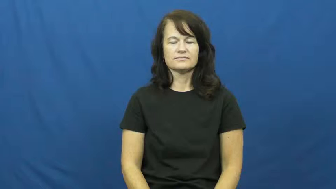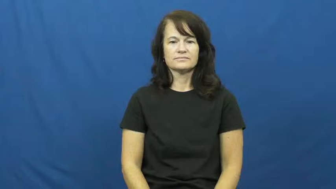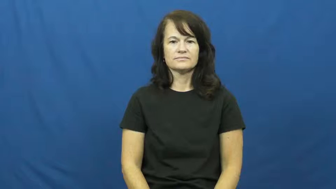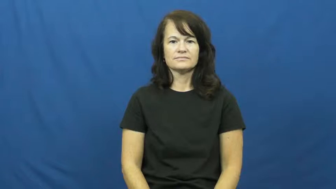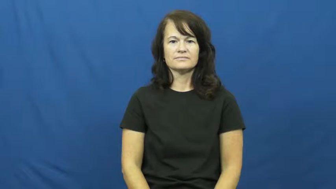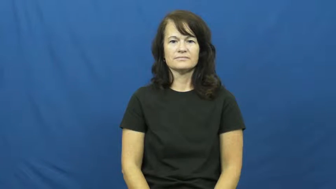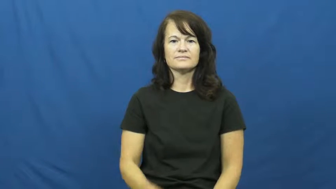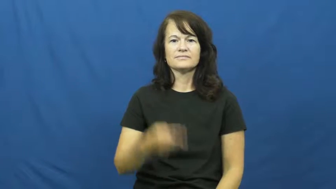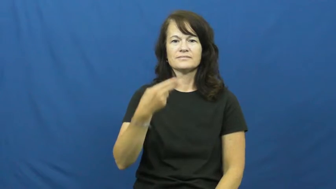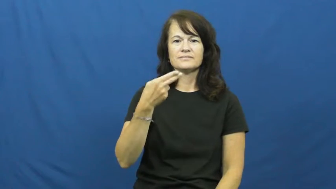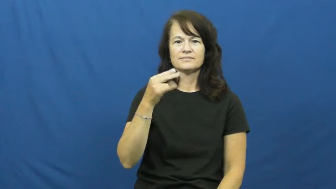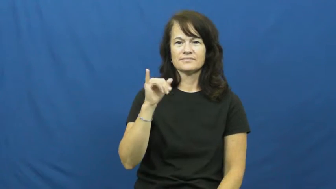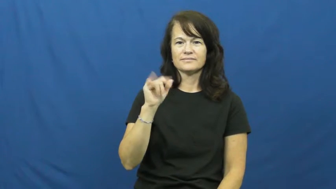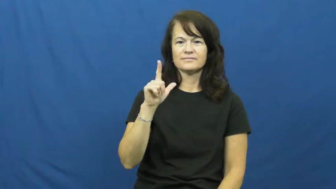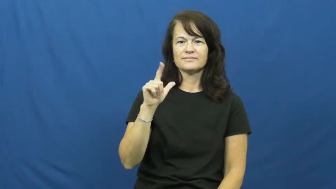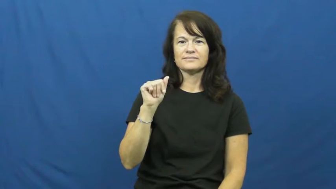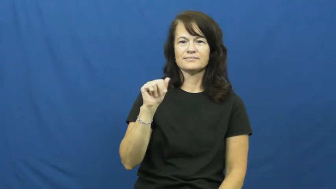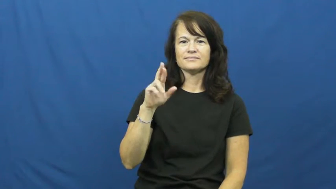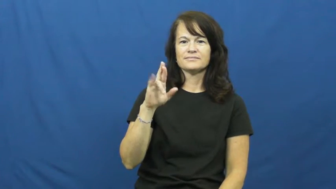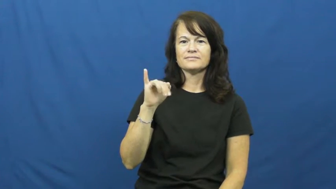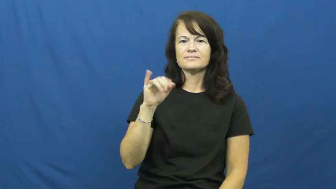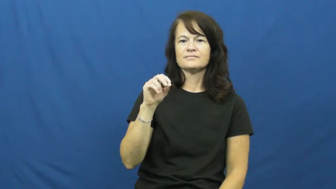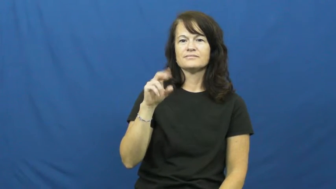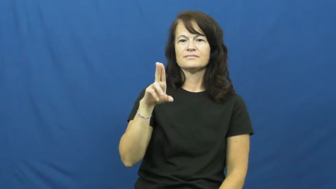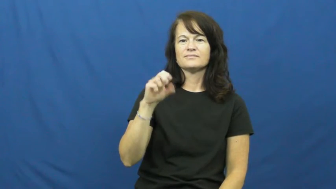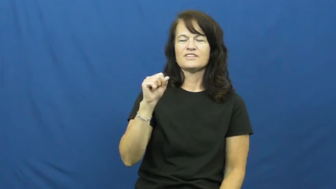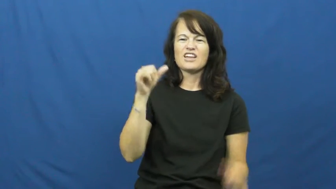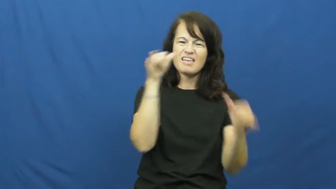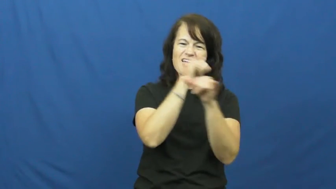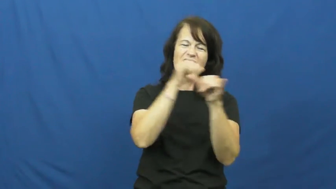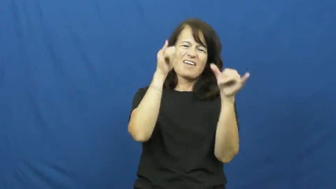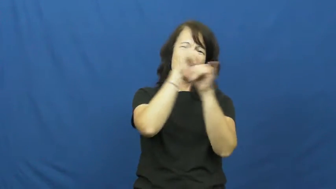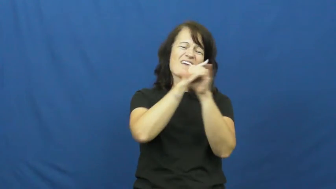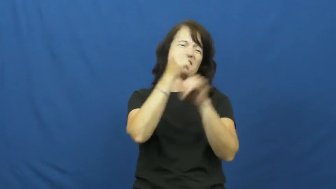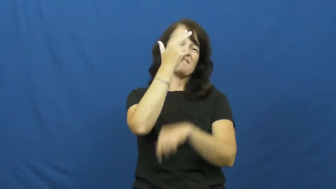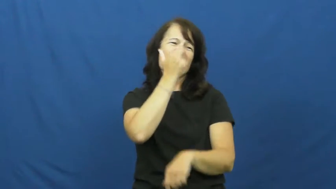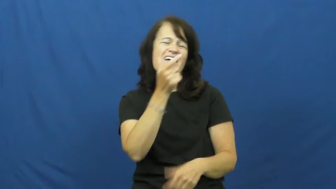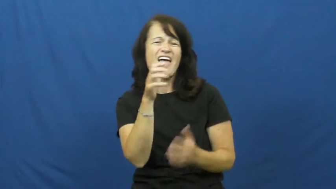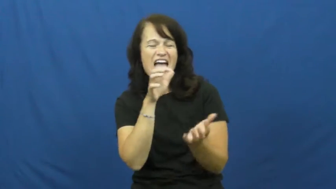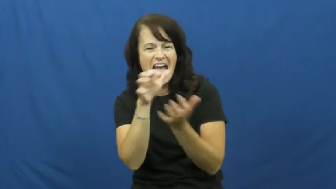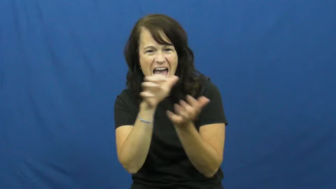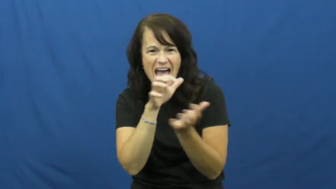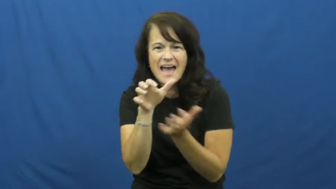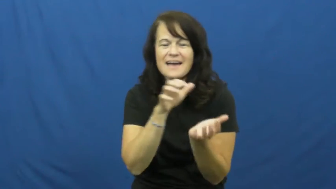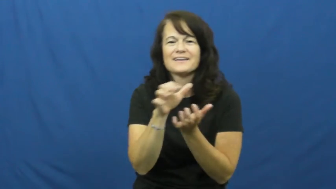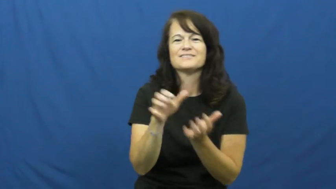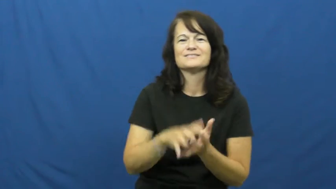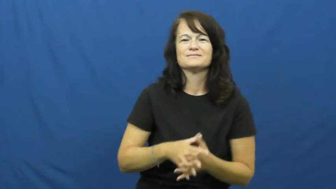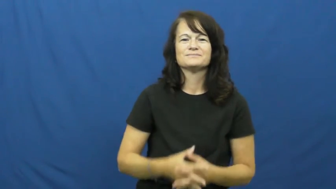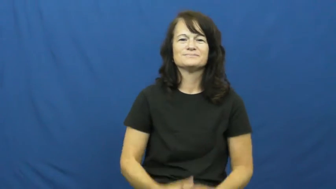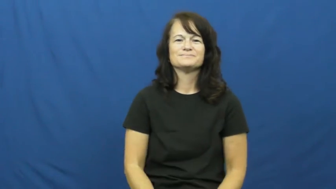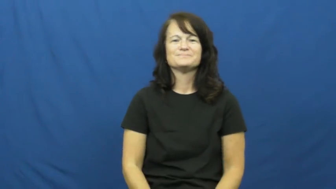hilarious